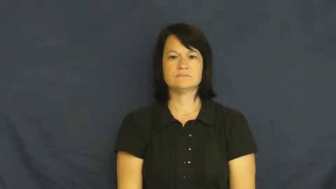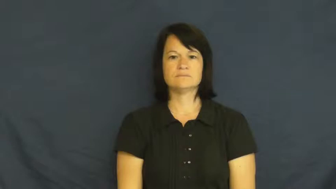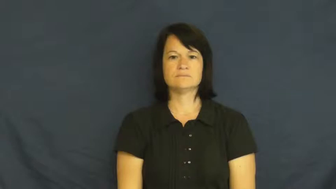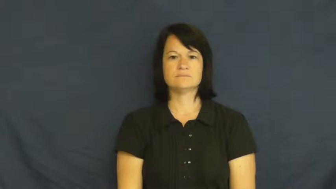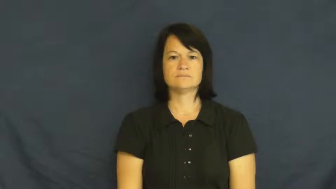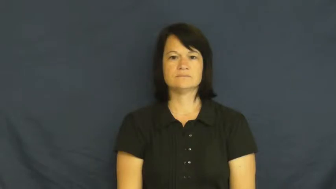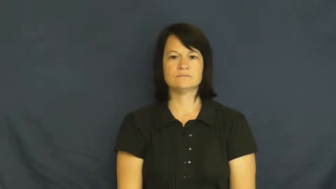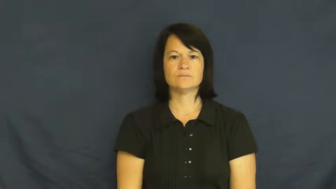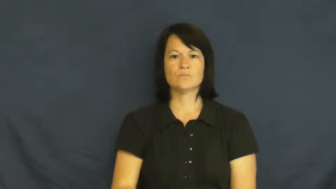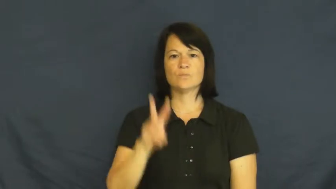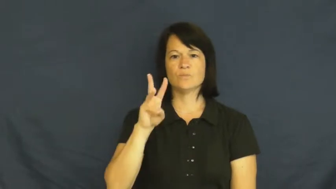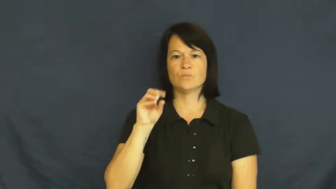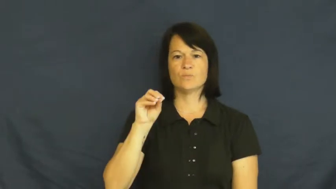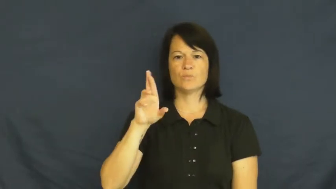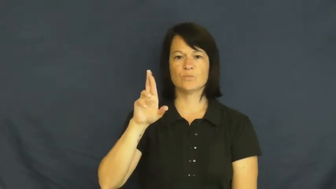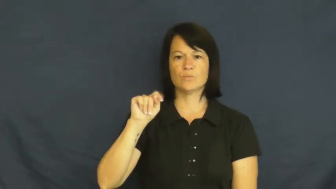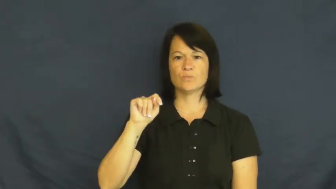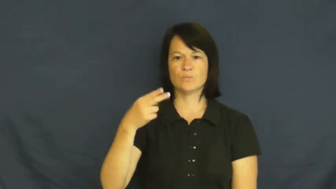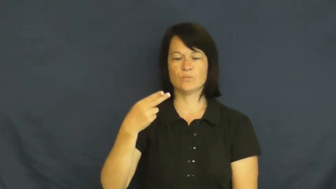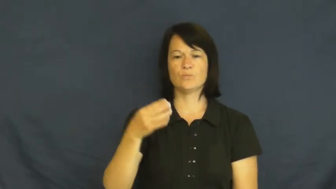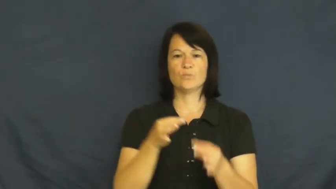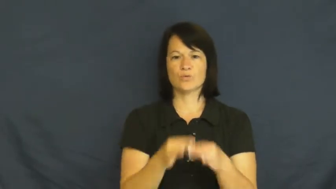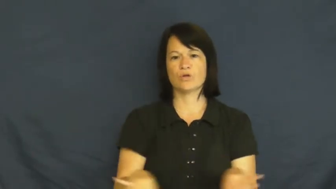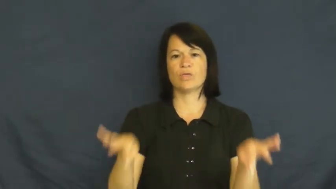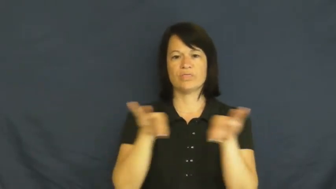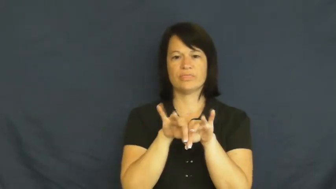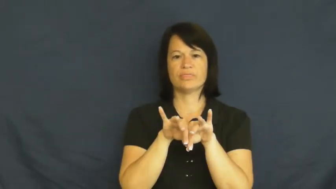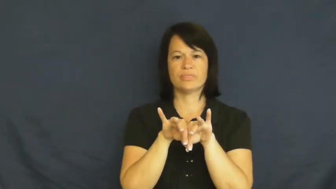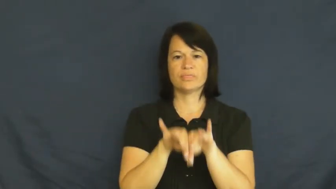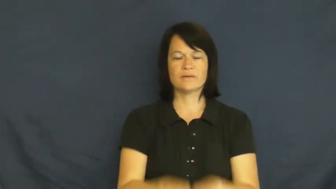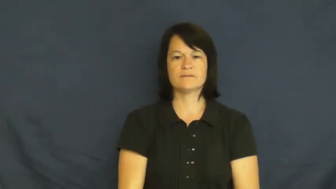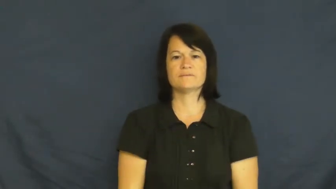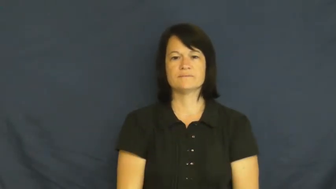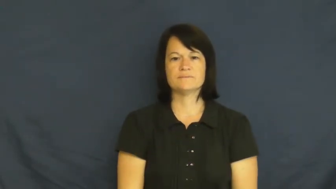worth